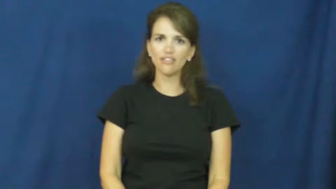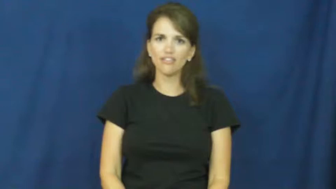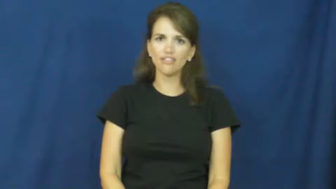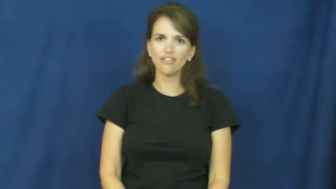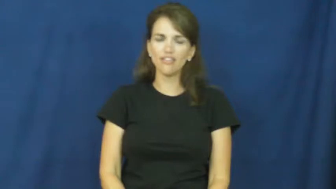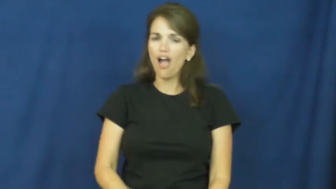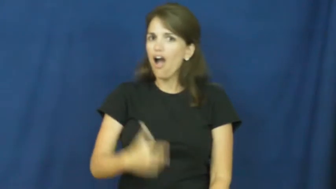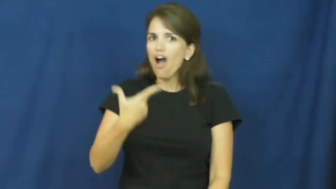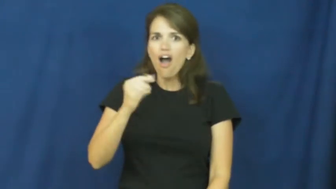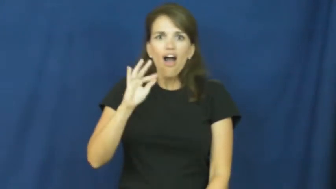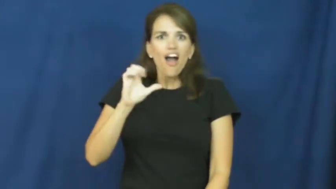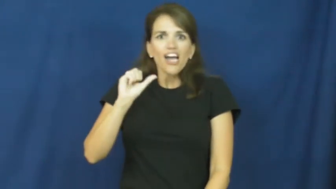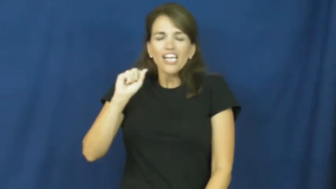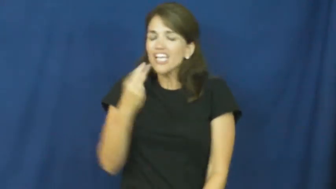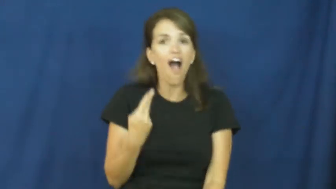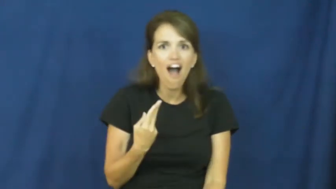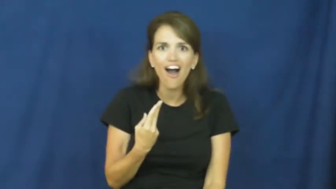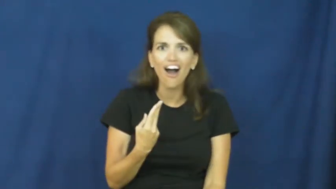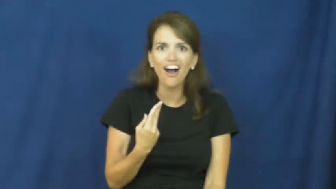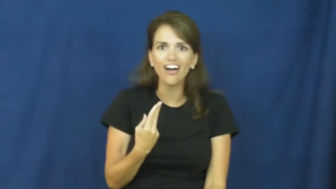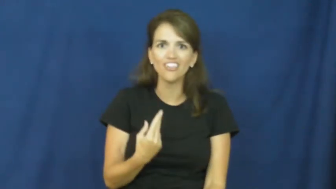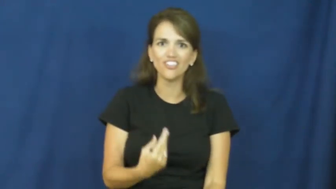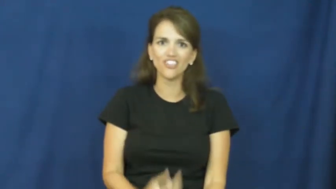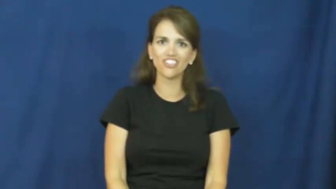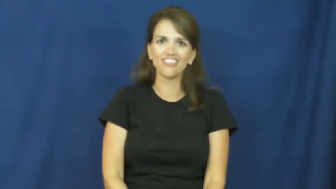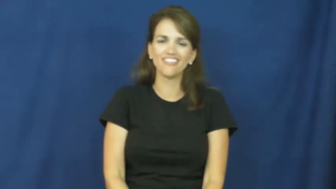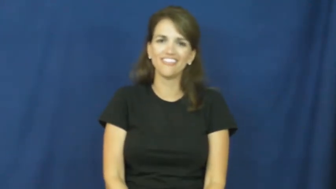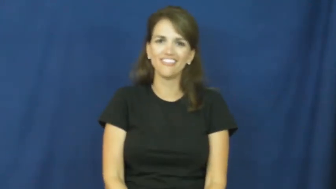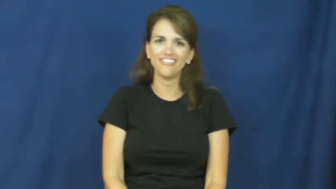gosh